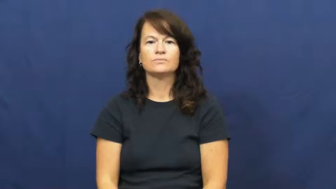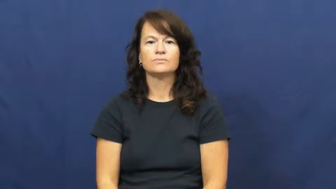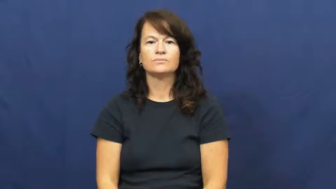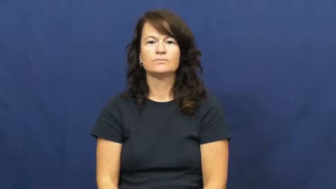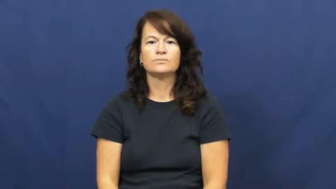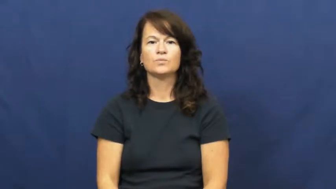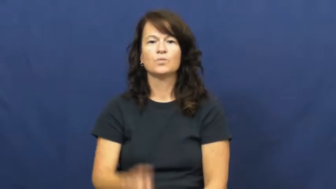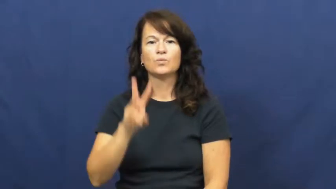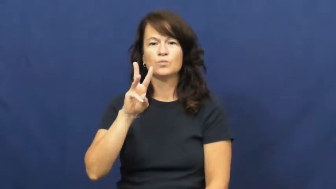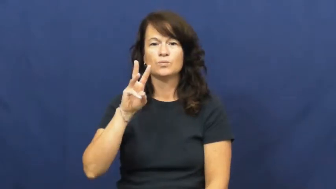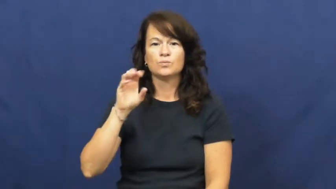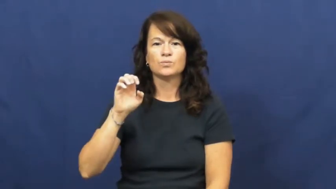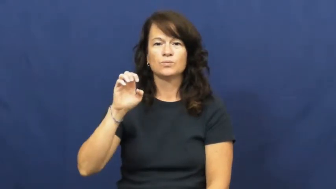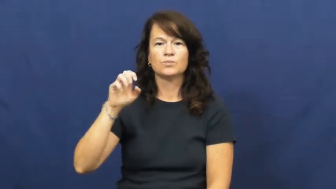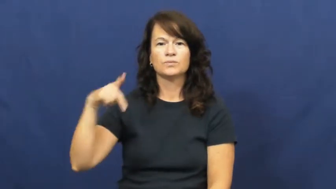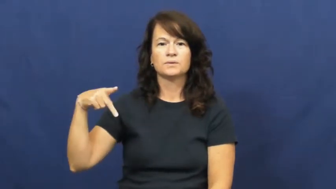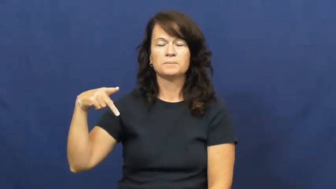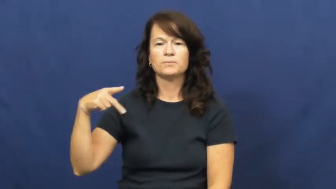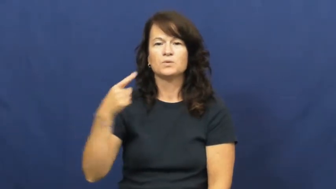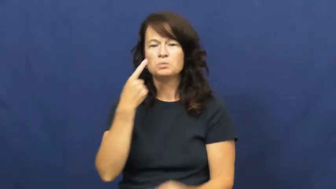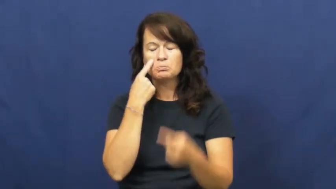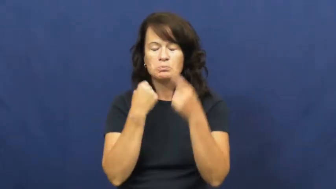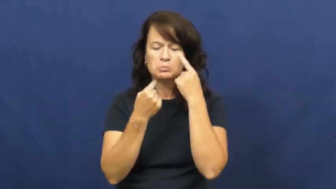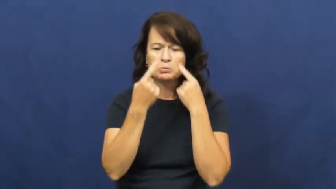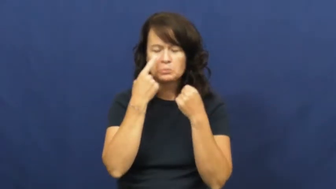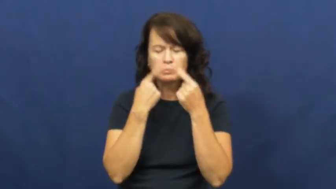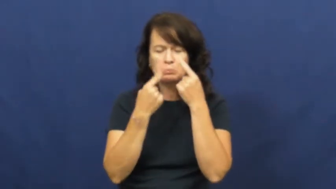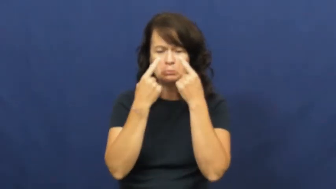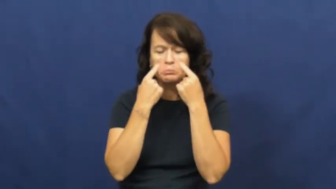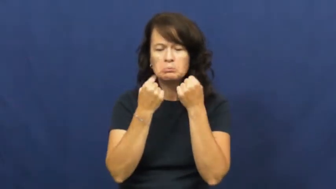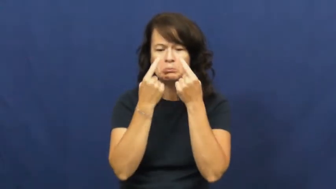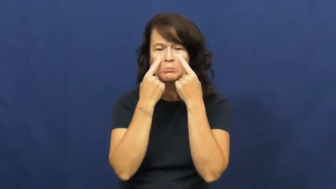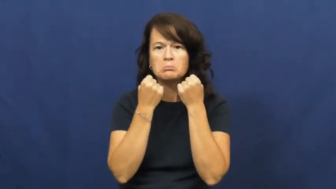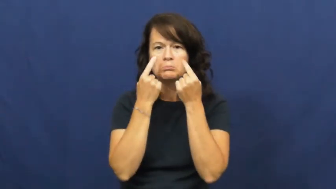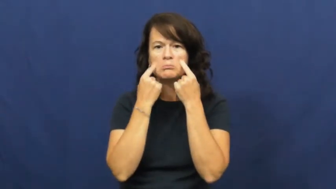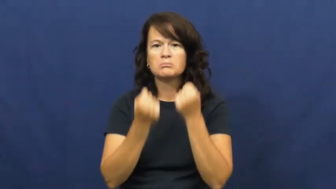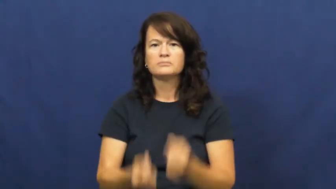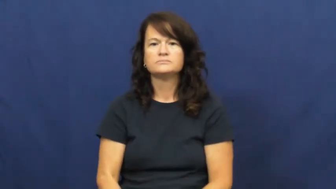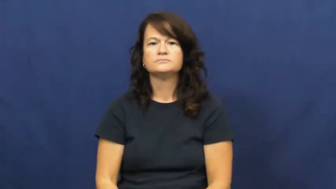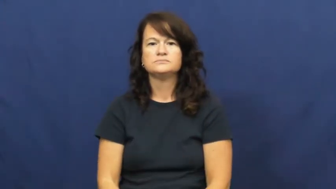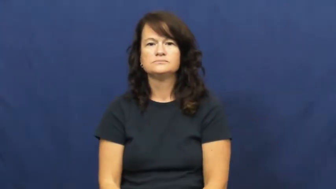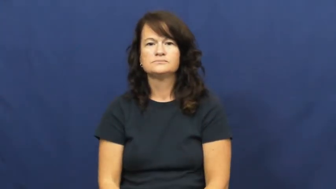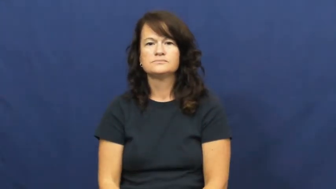weep